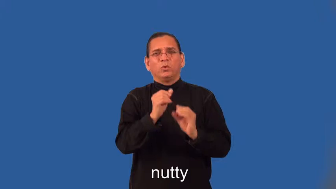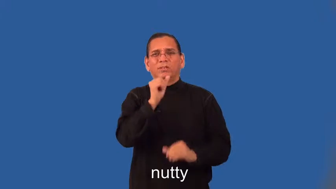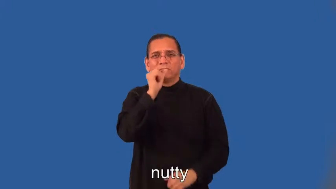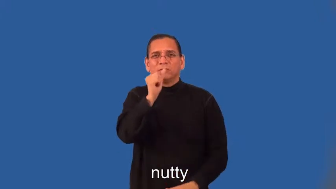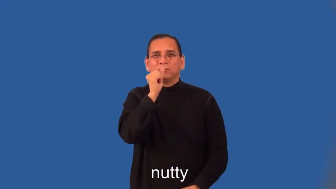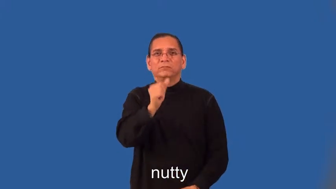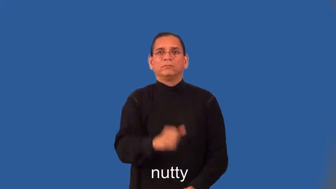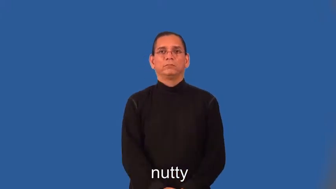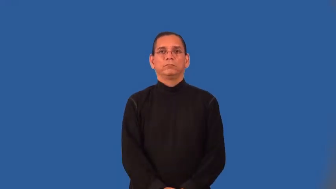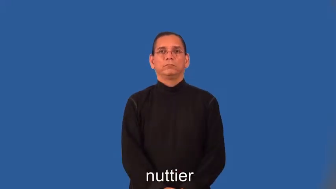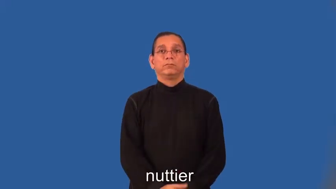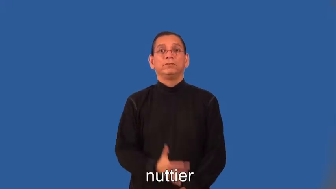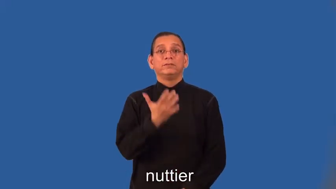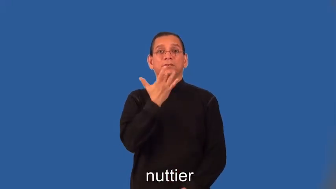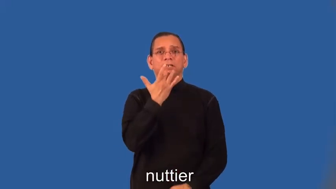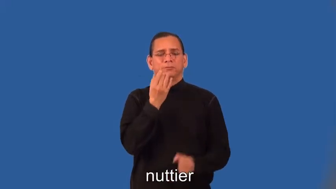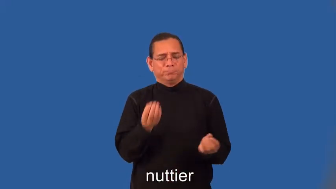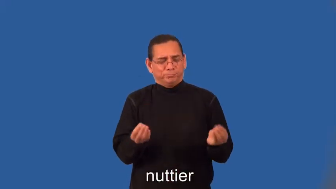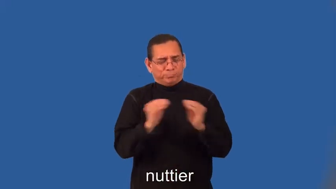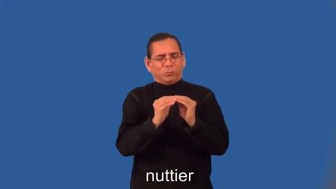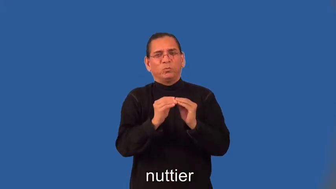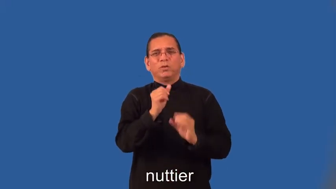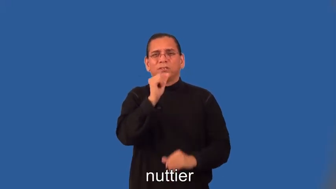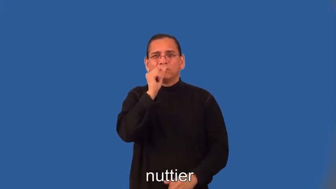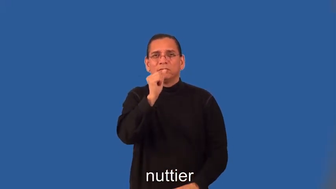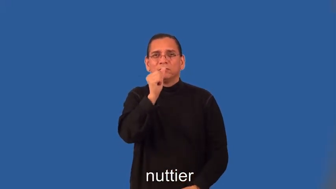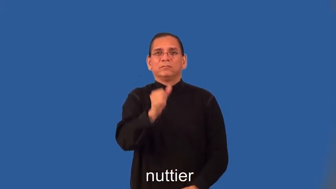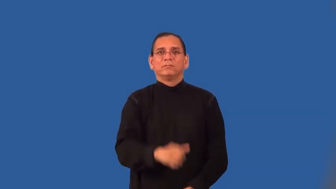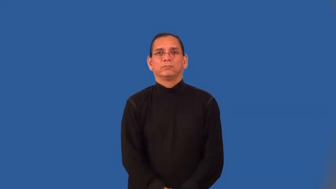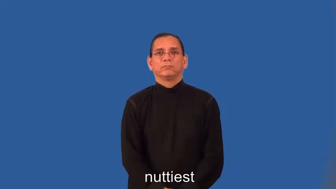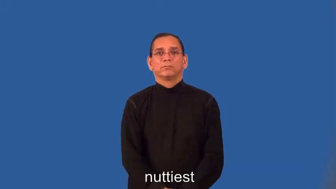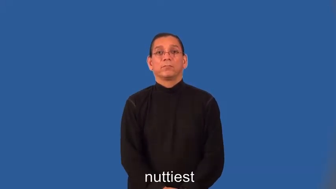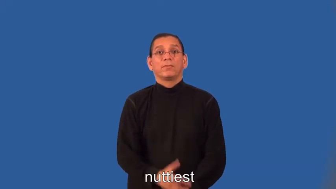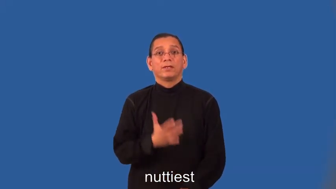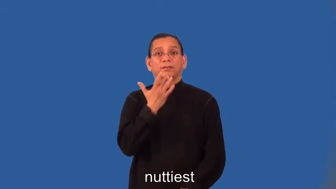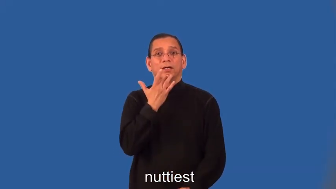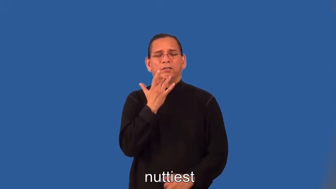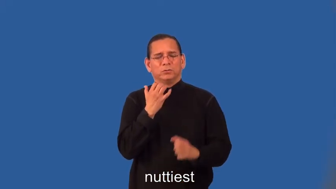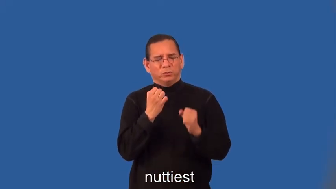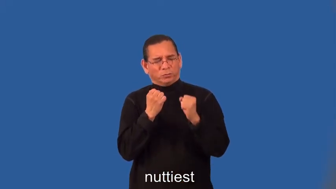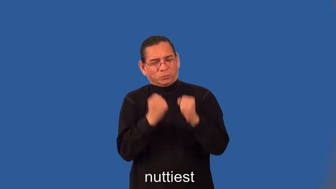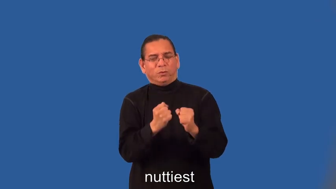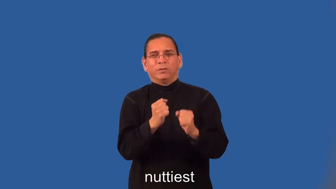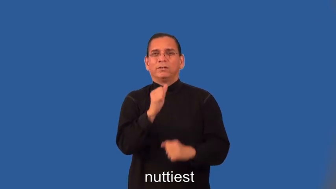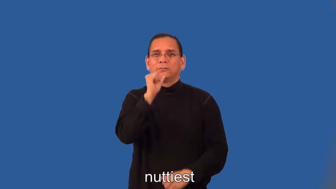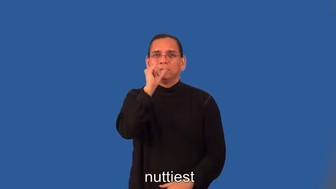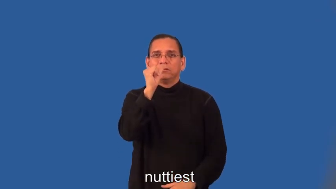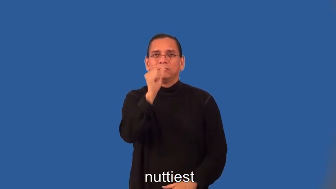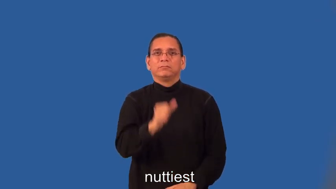nuttier,nuttiest